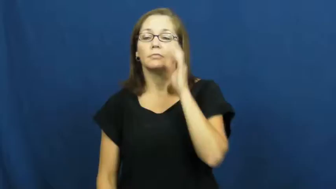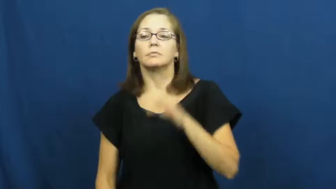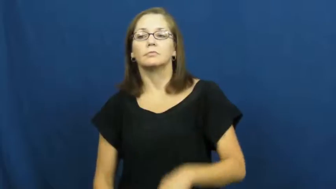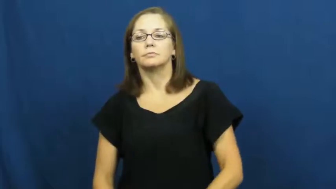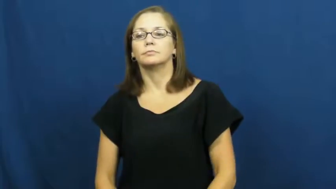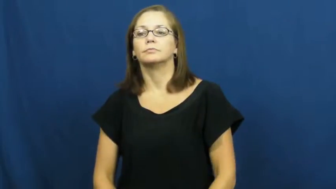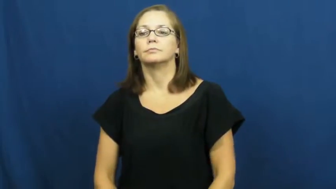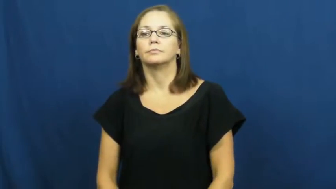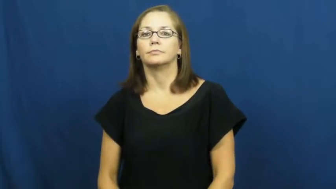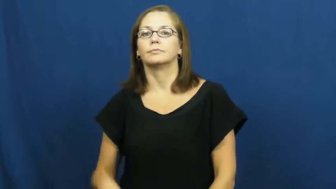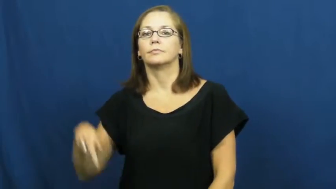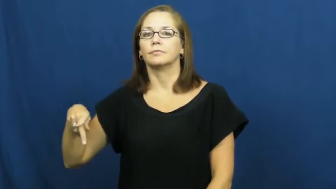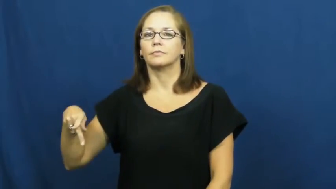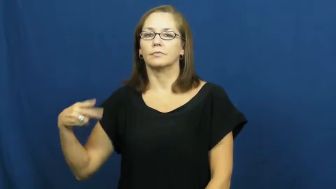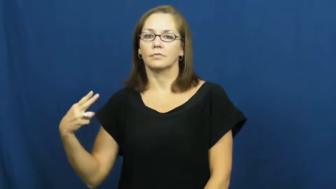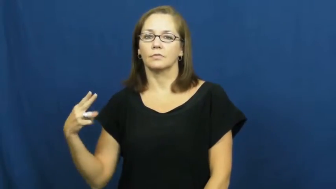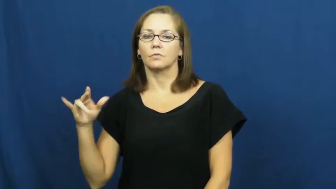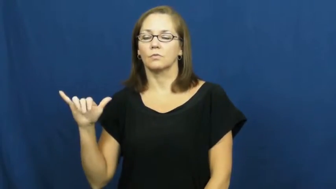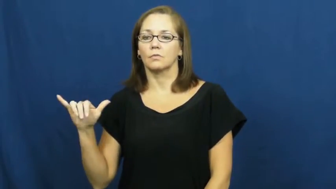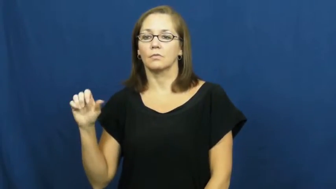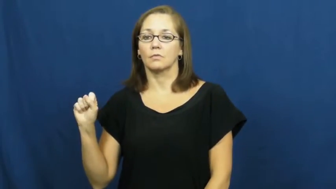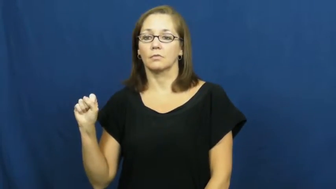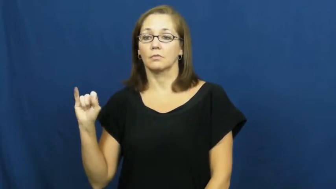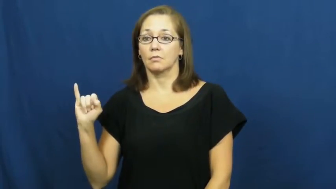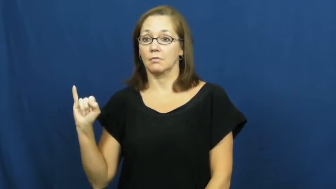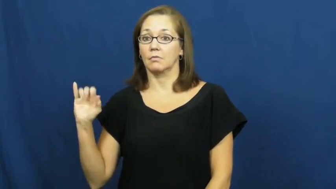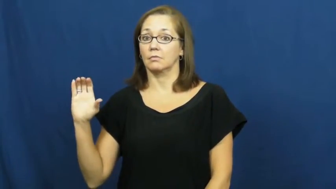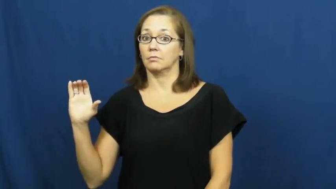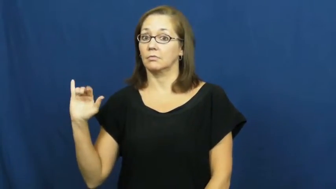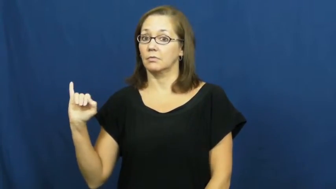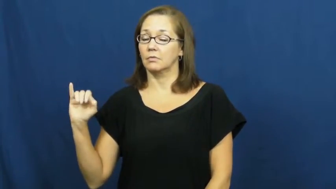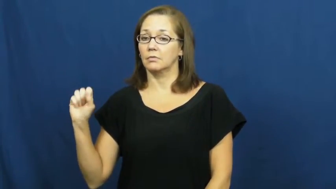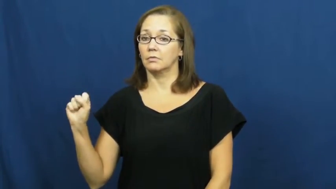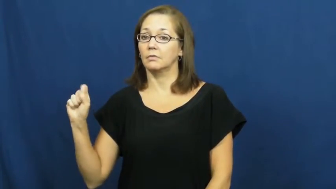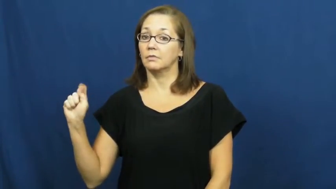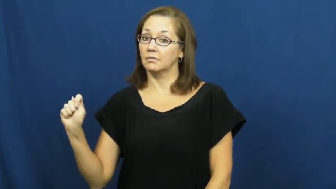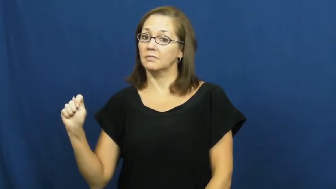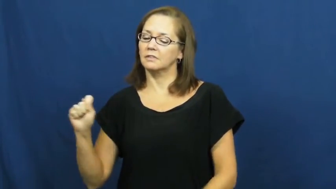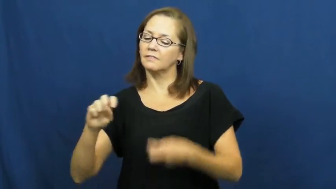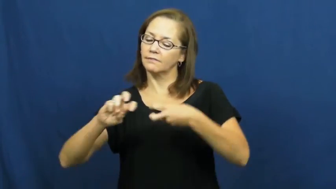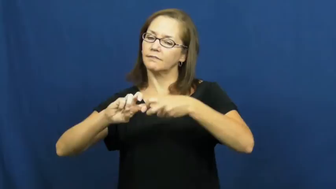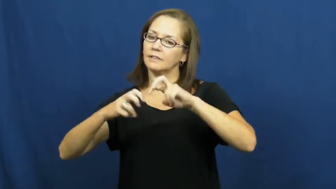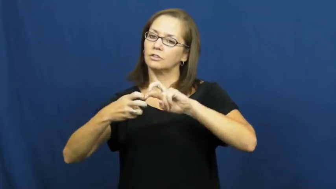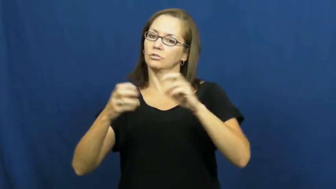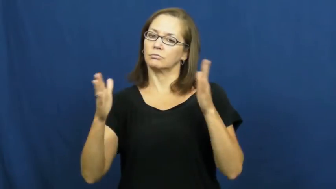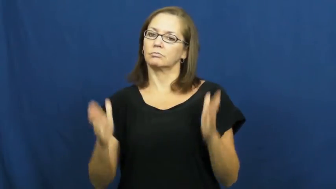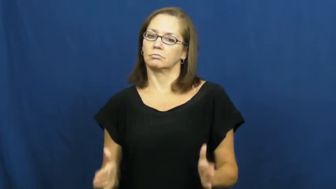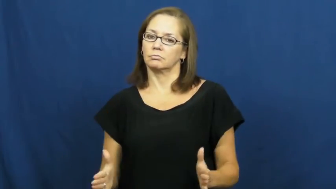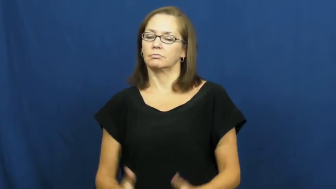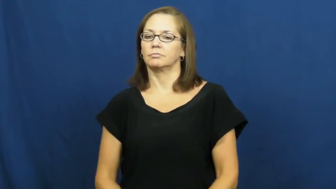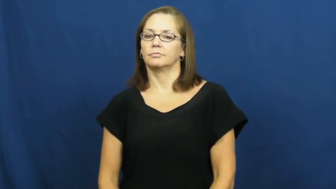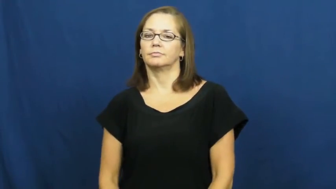physicist